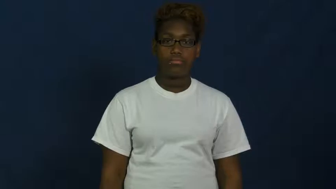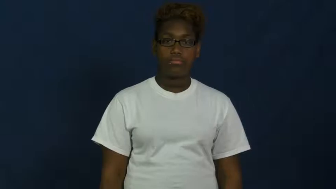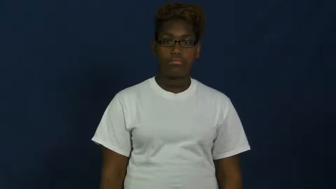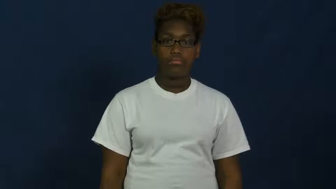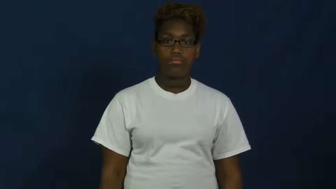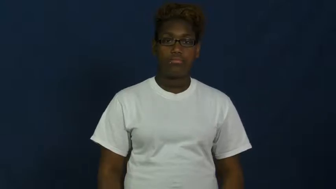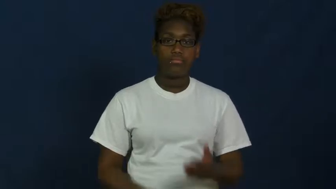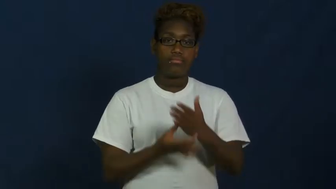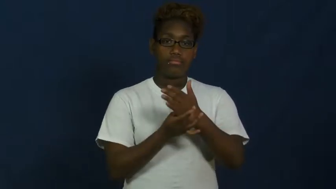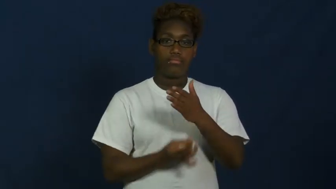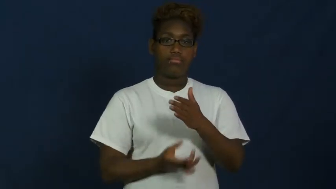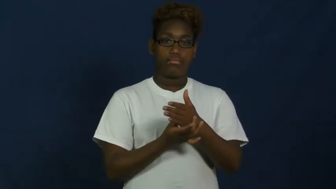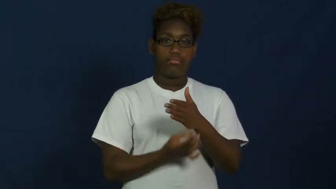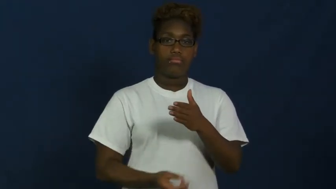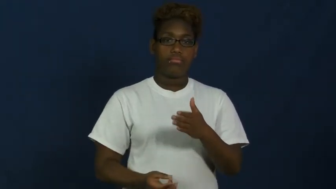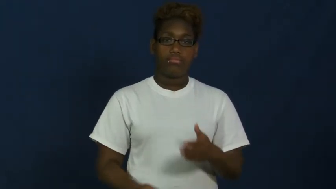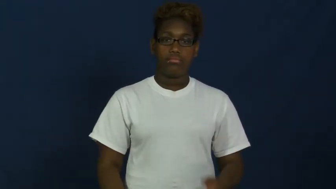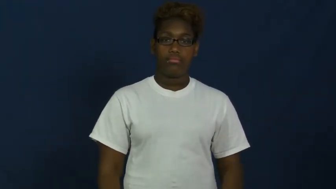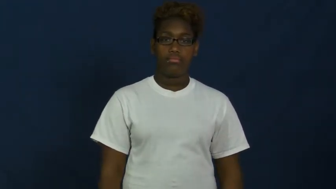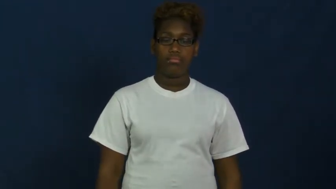grease,greasy